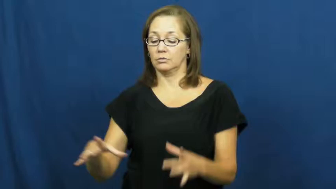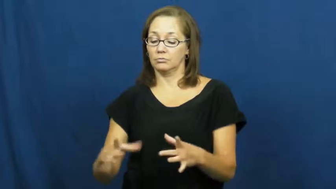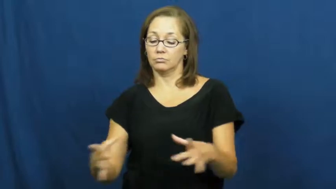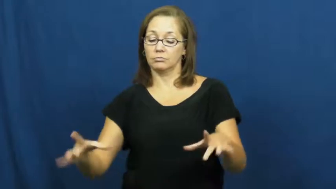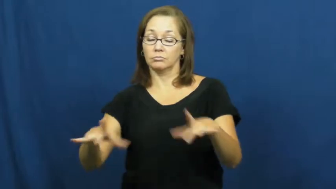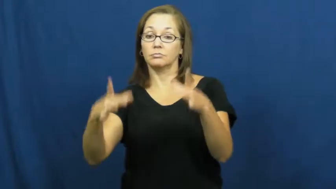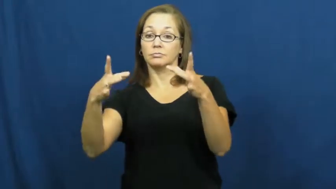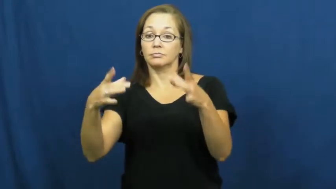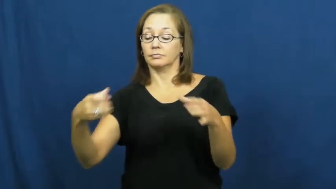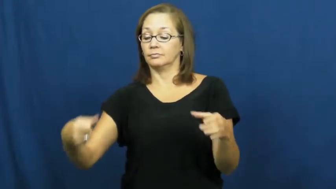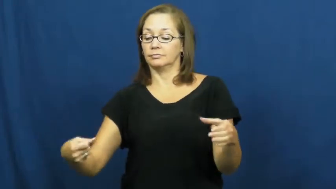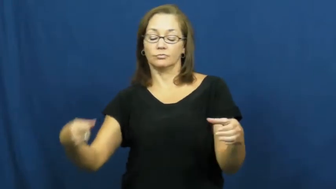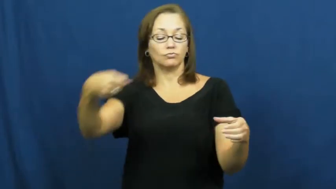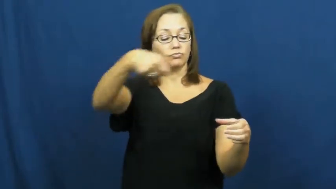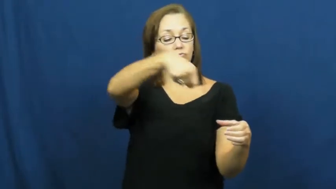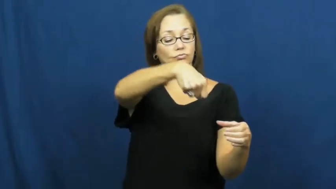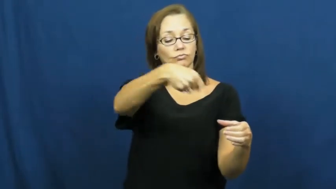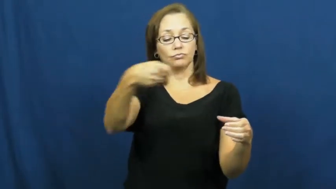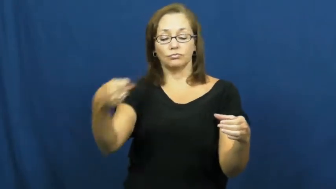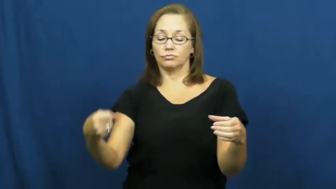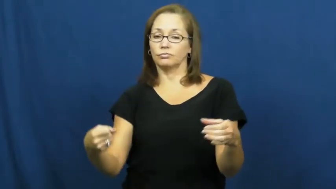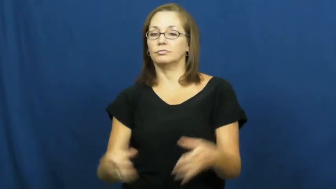pitcher,cistern